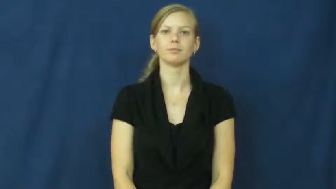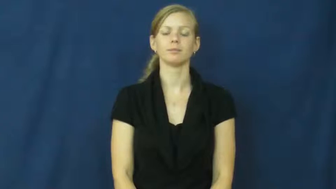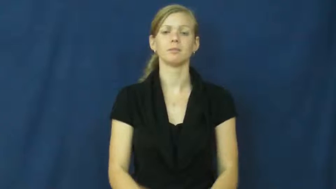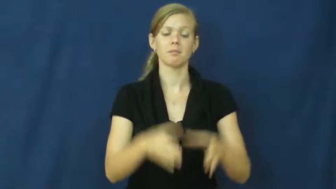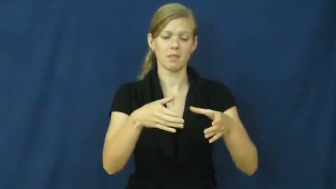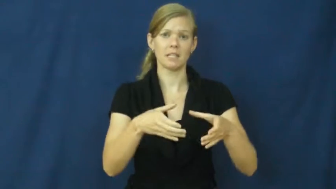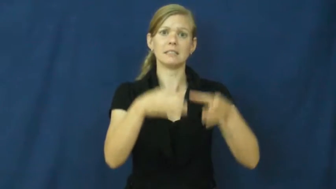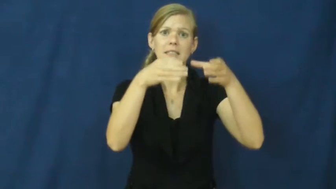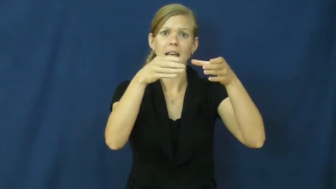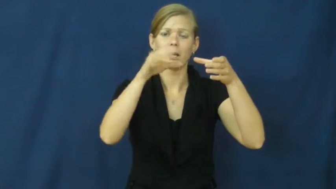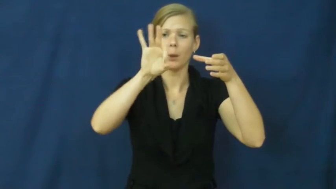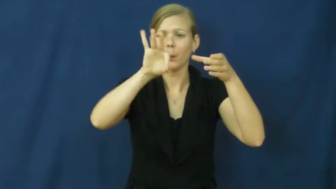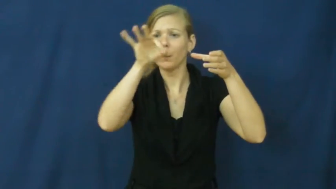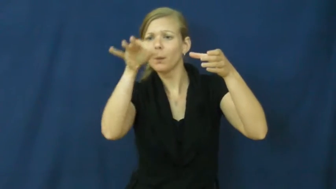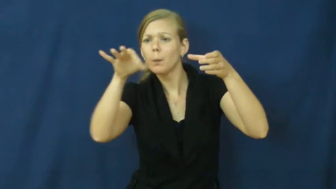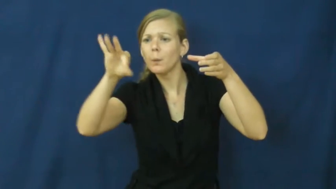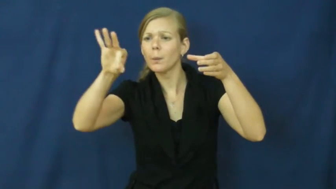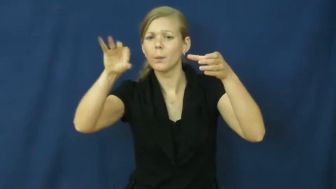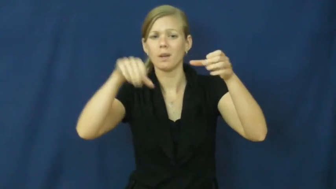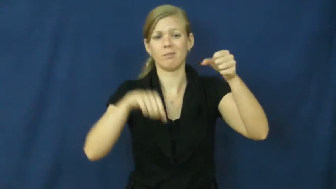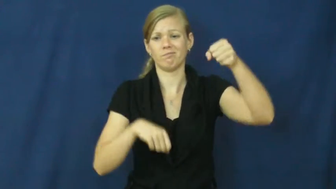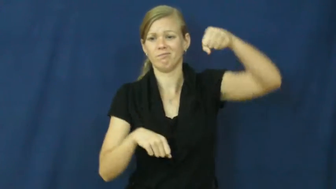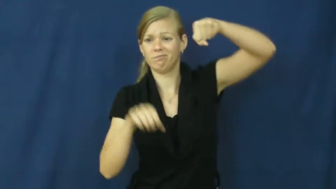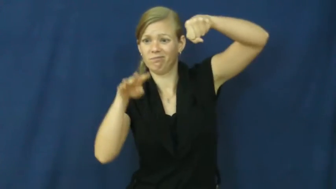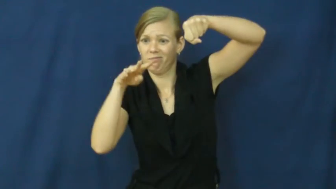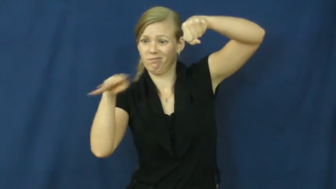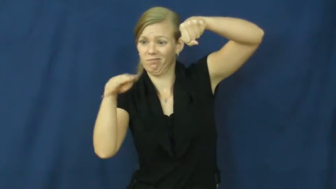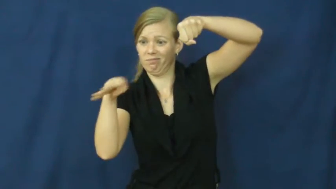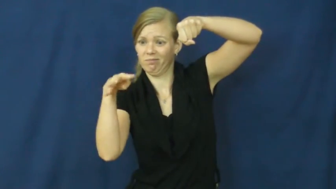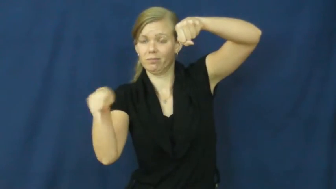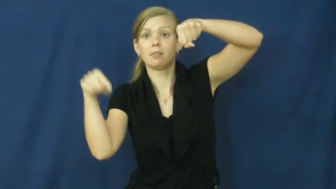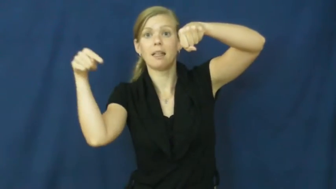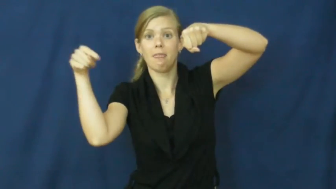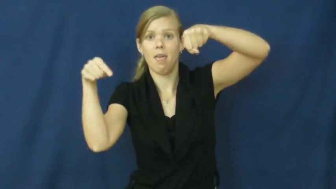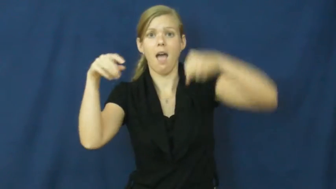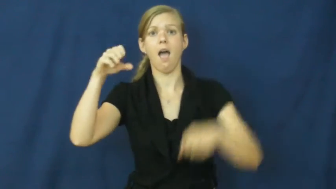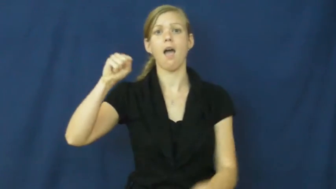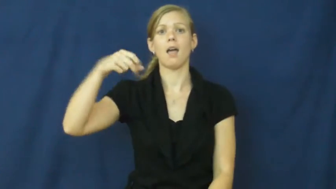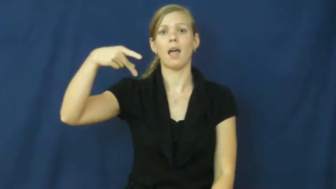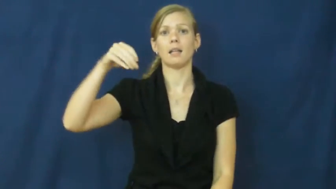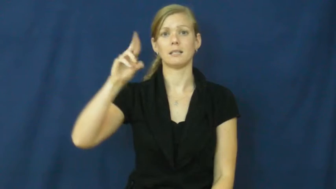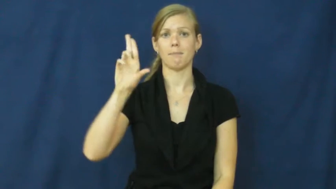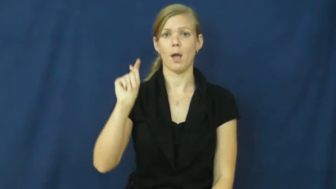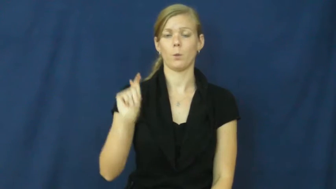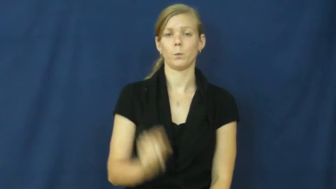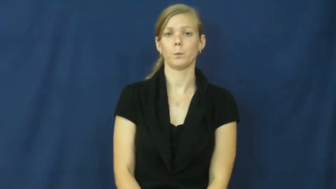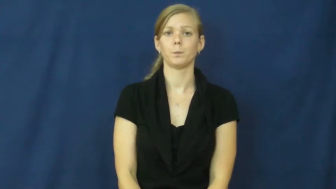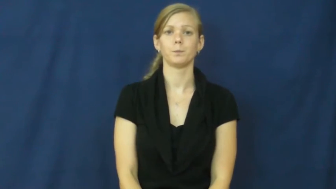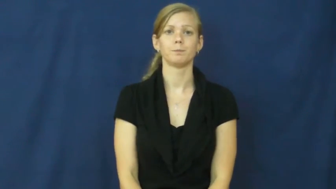spout-pour liquid